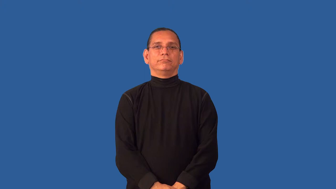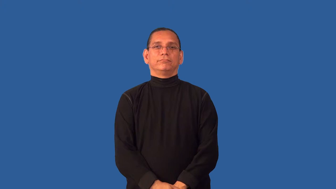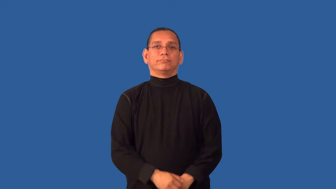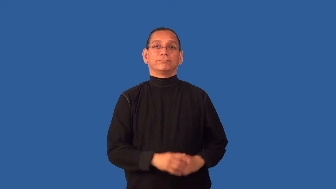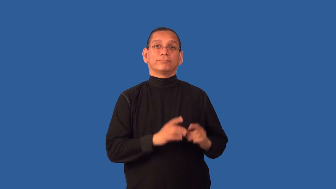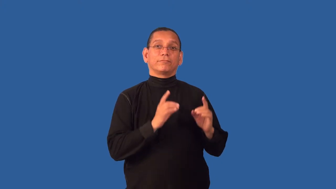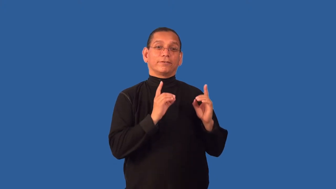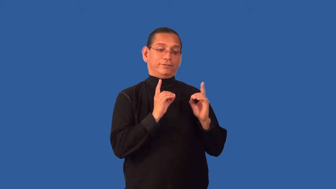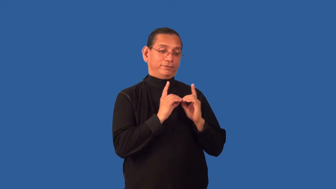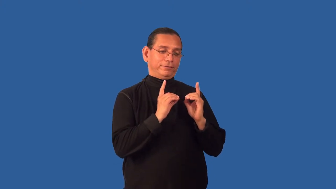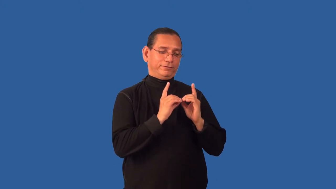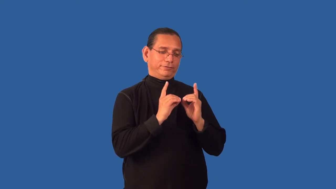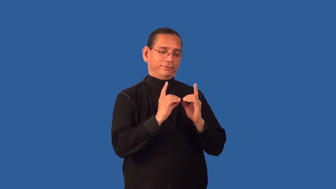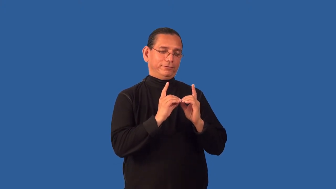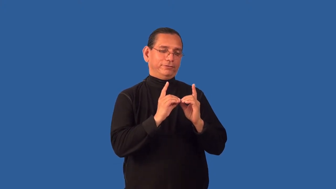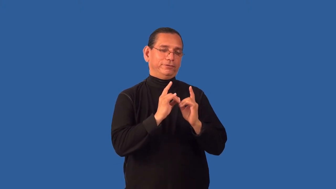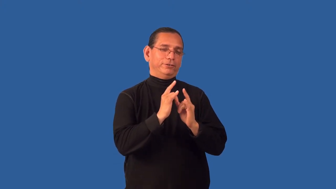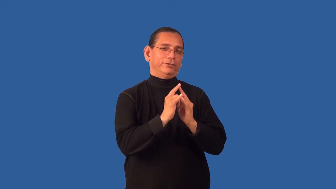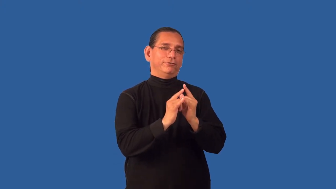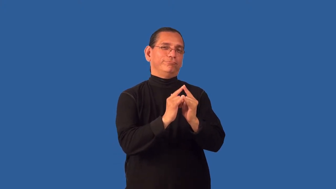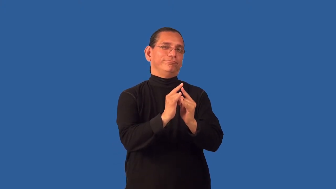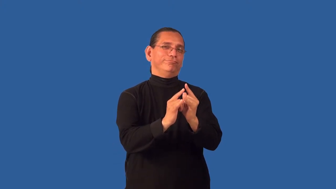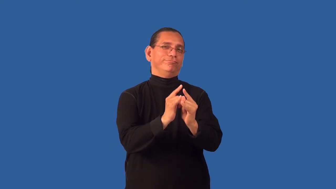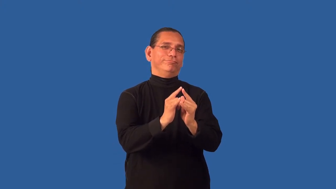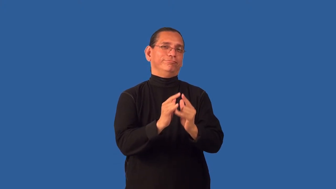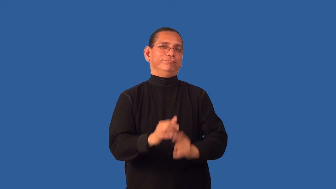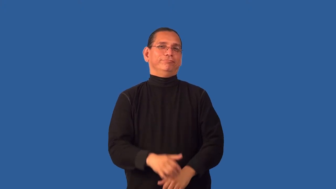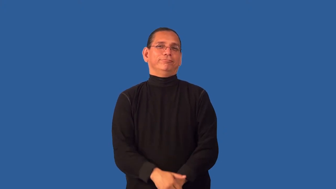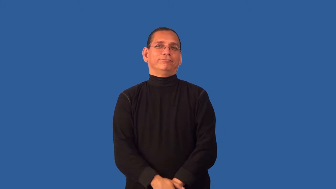date-sweetheart